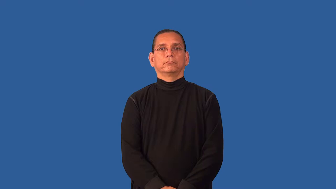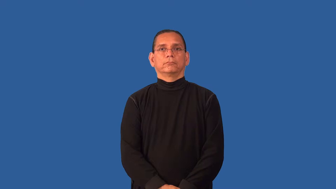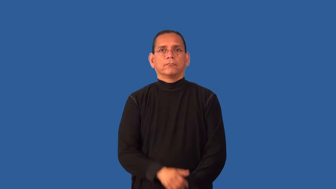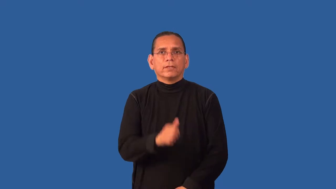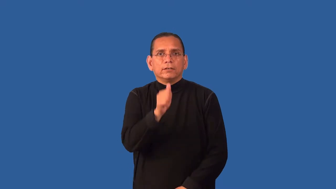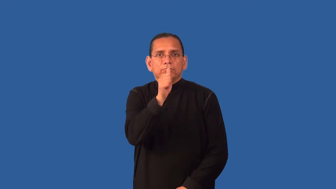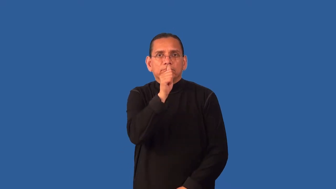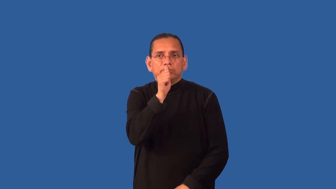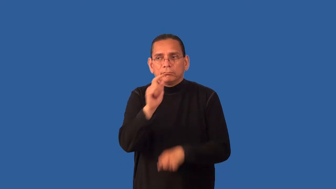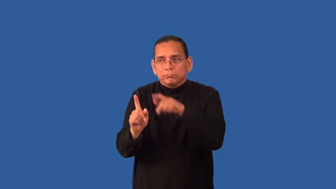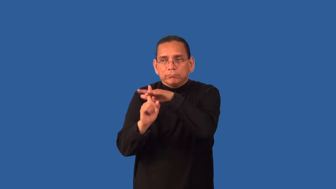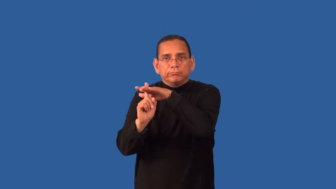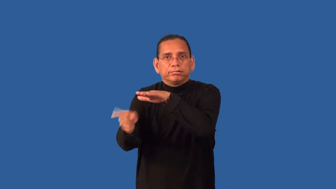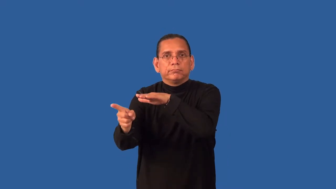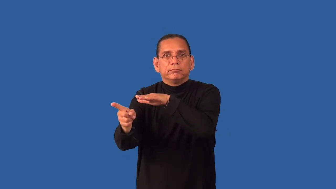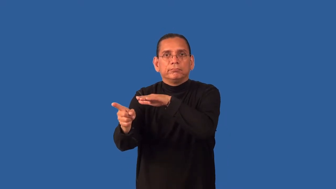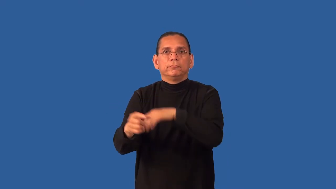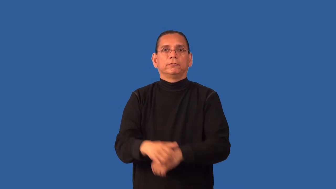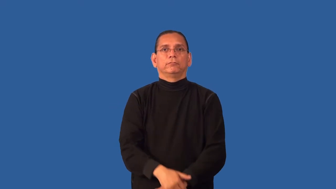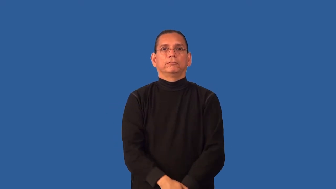decamp